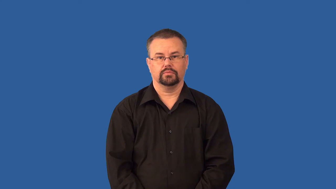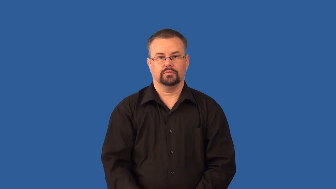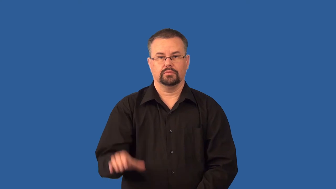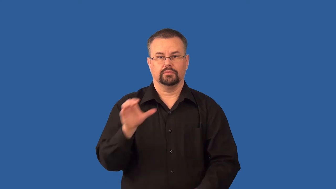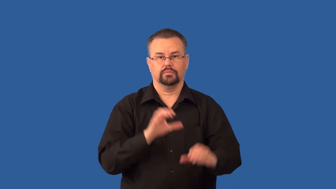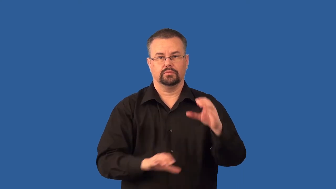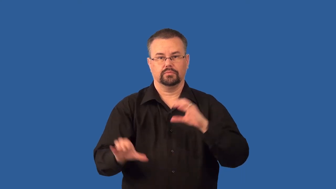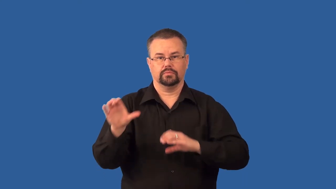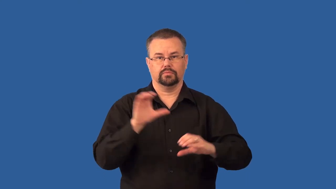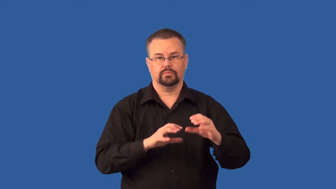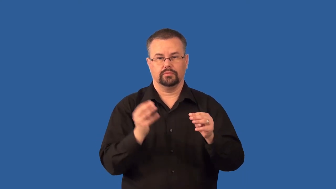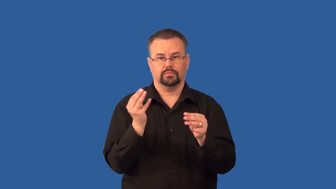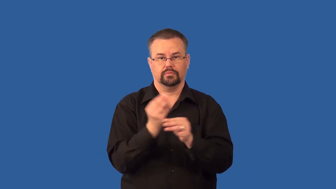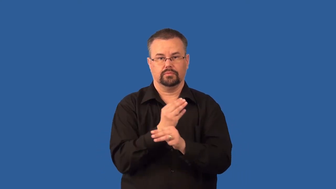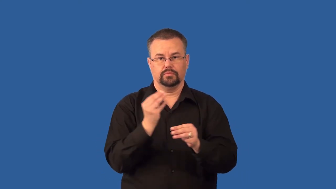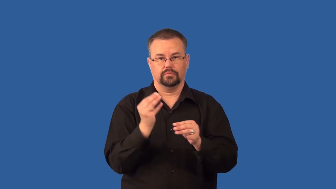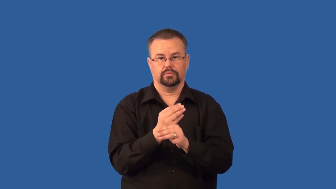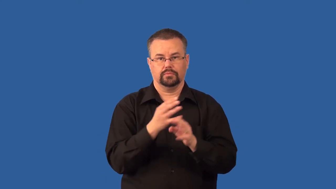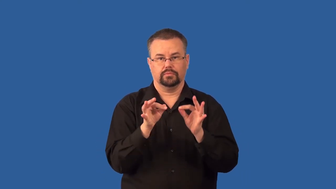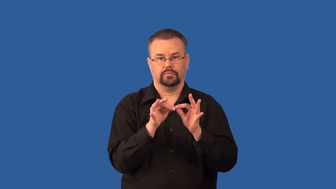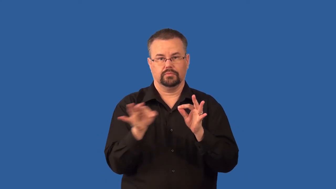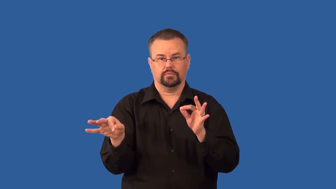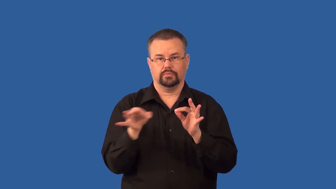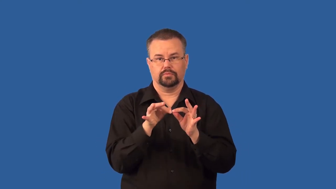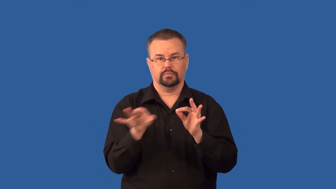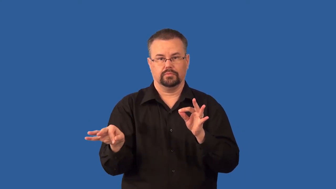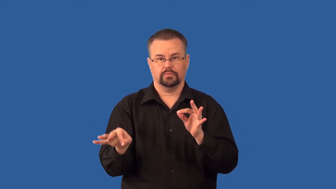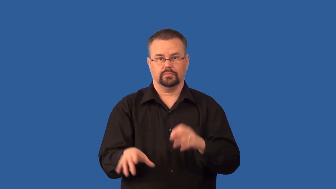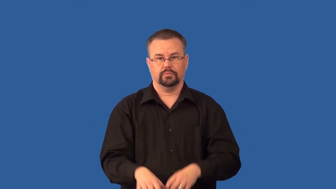stoichiometry